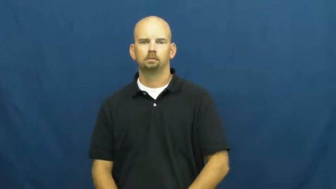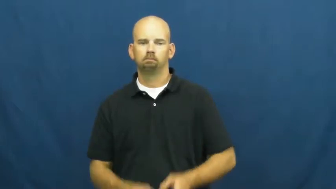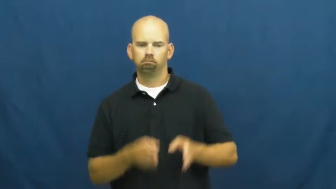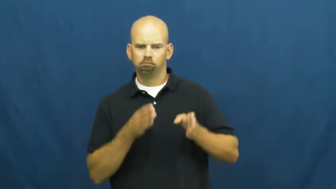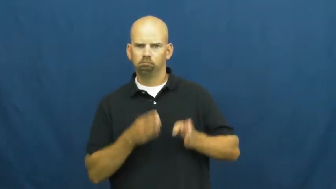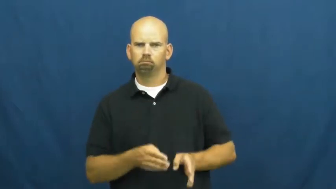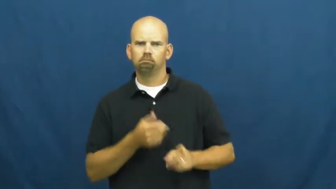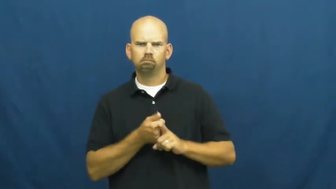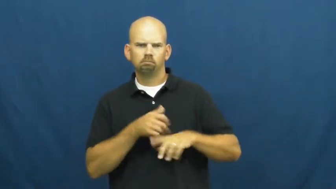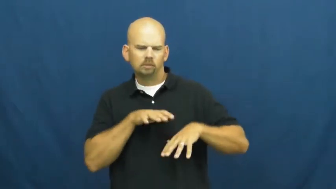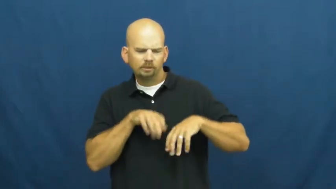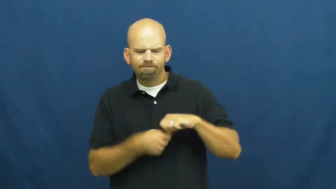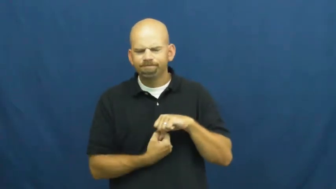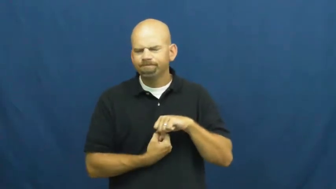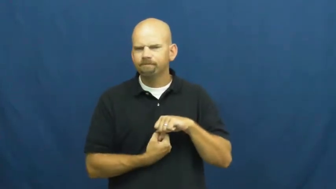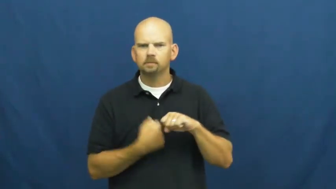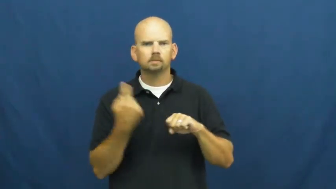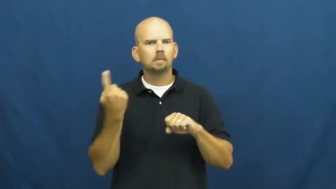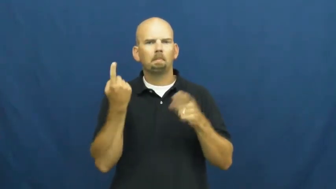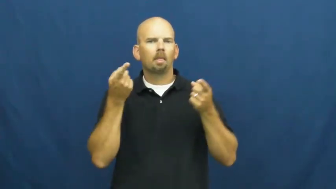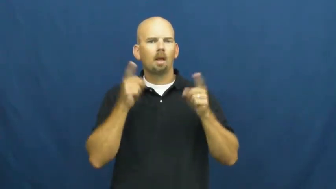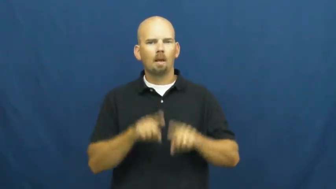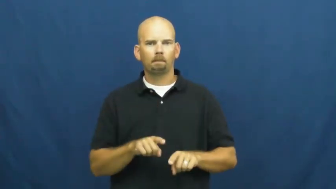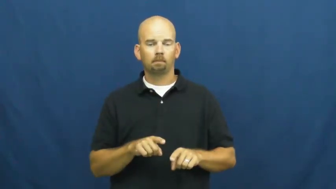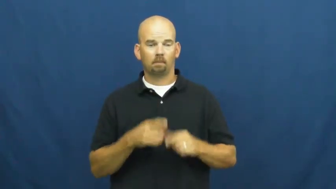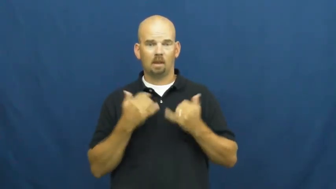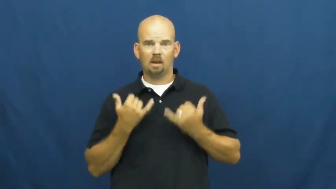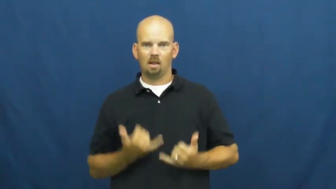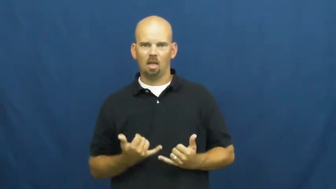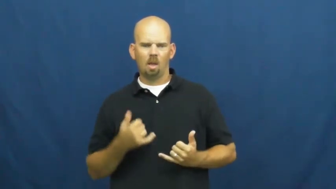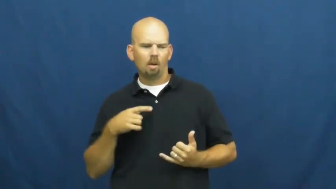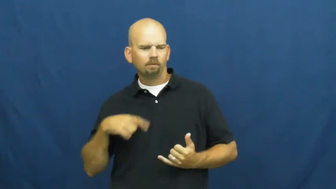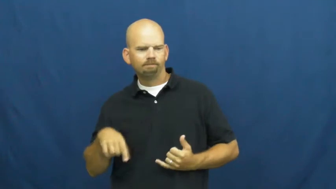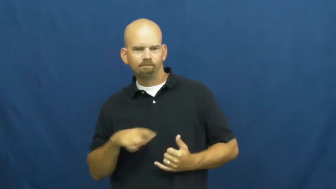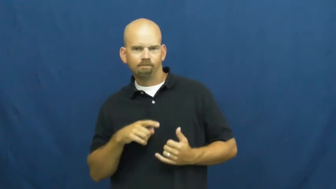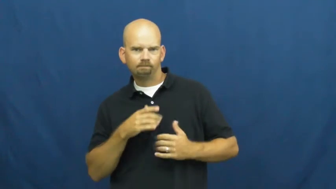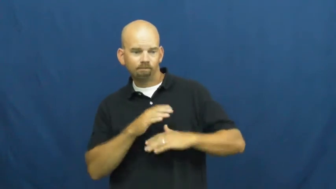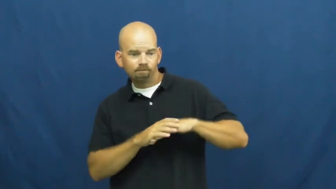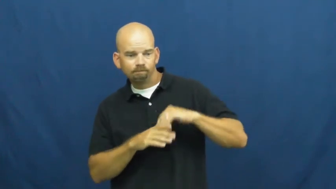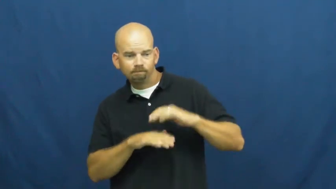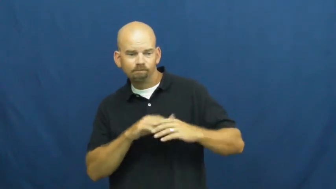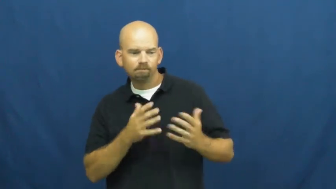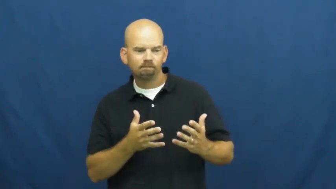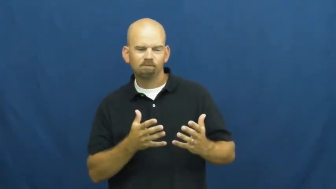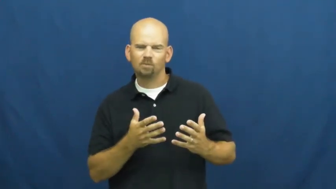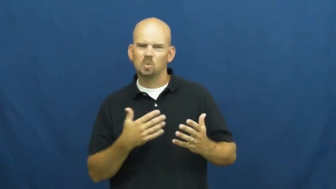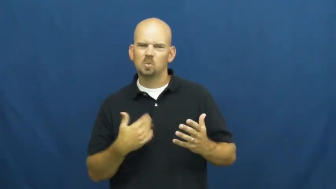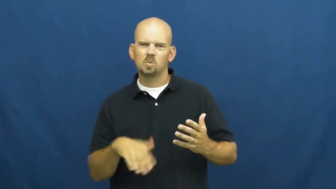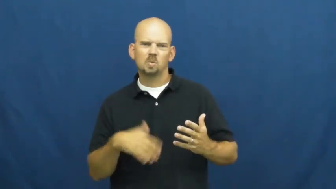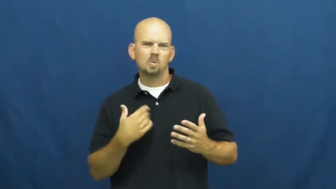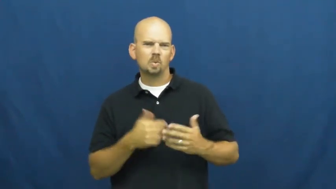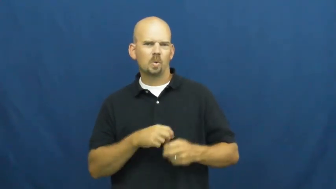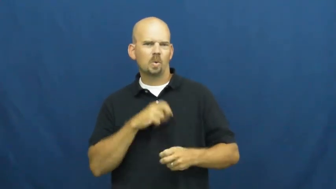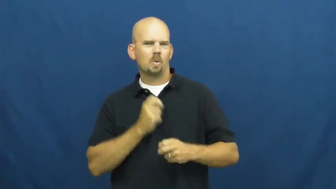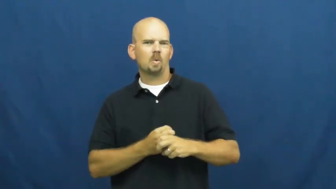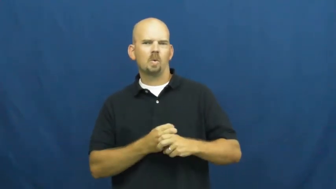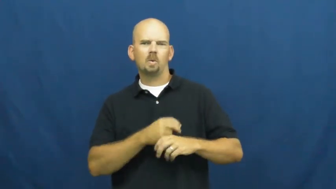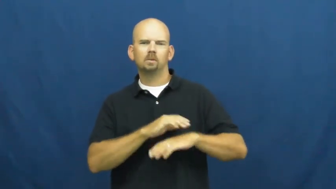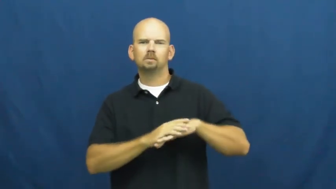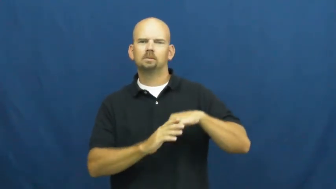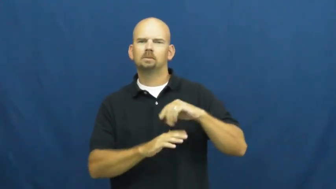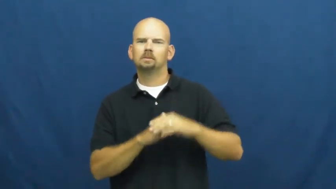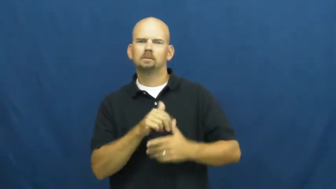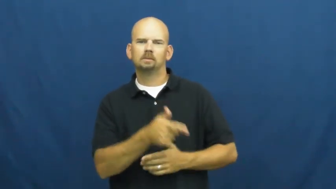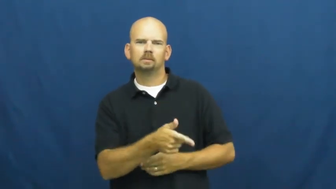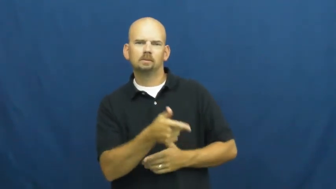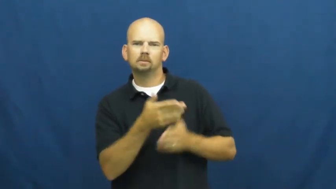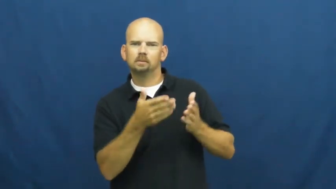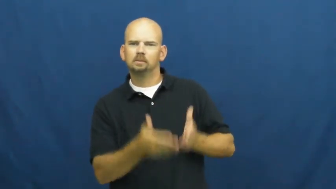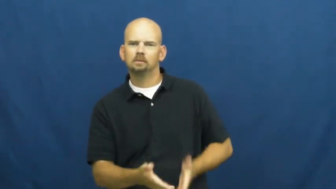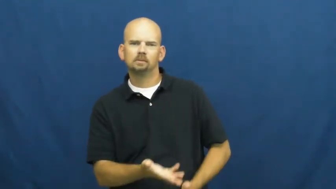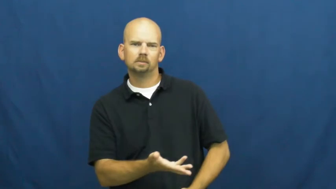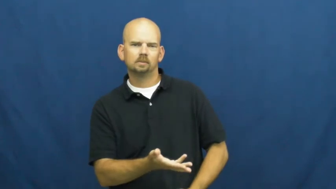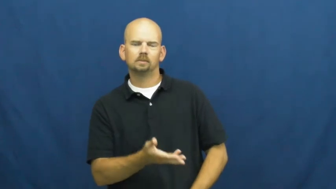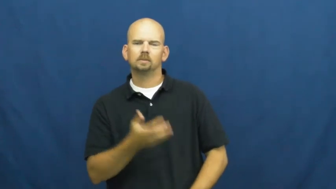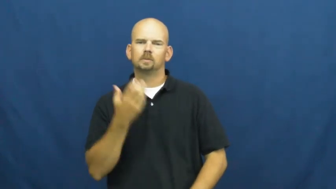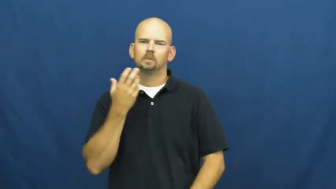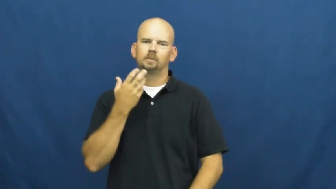unconsolable